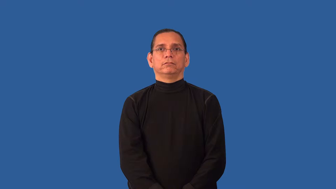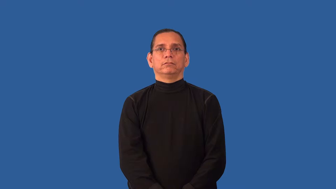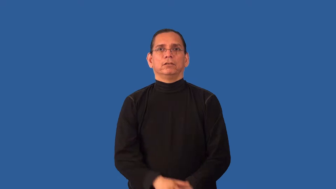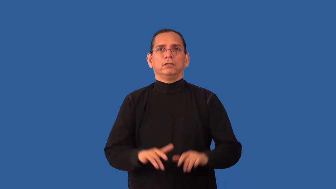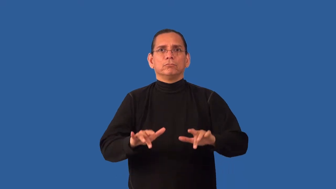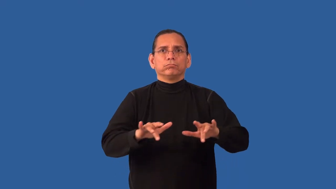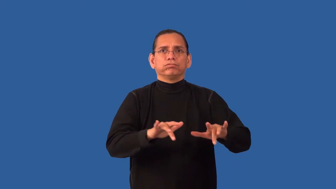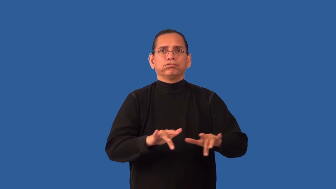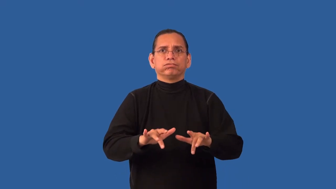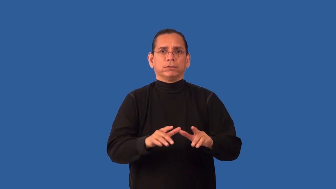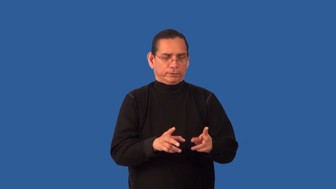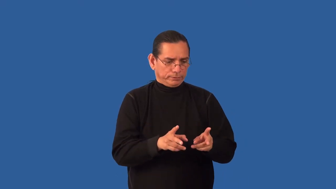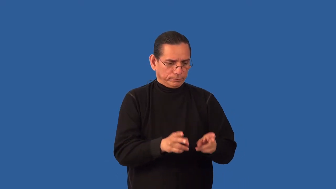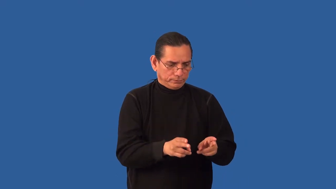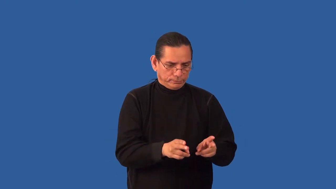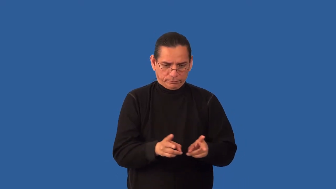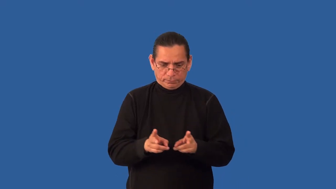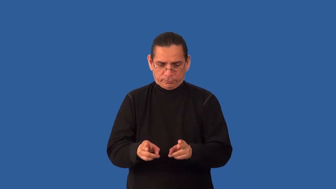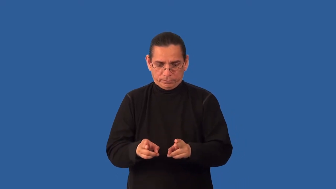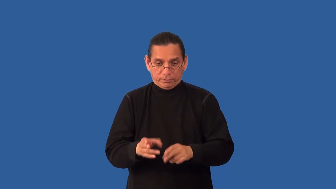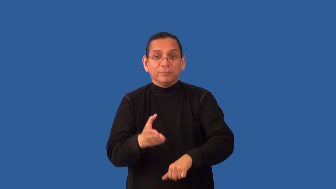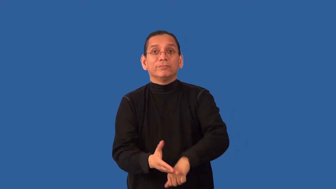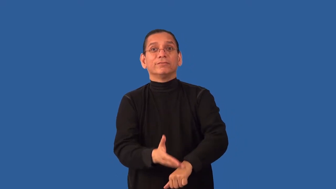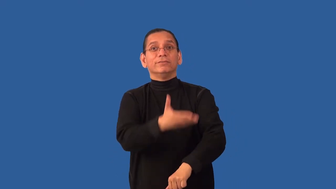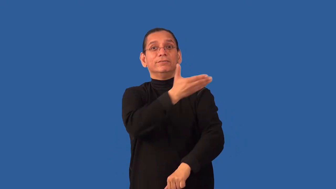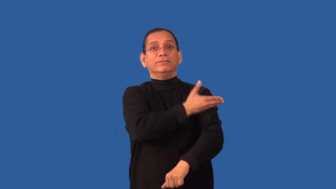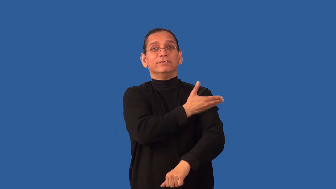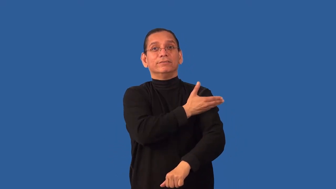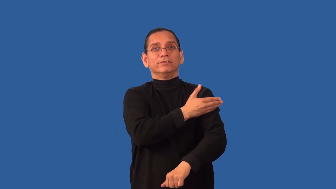remaster